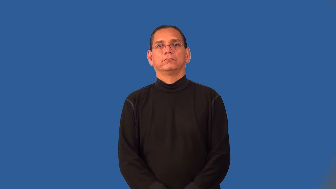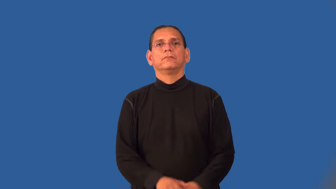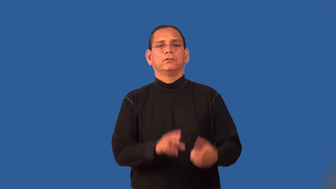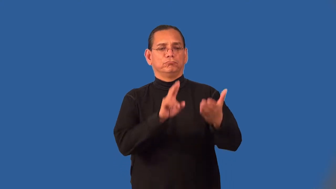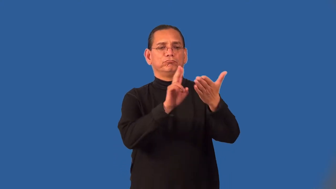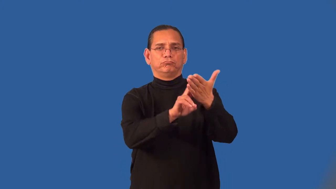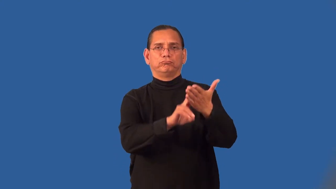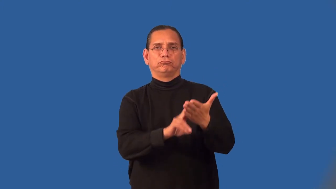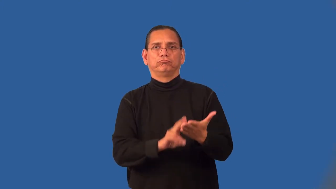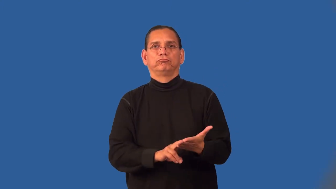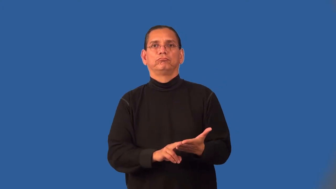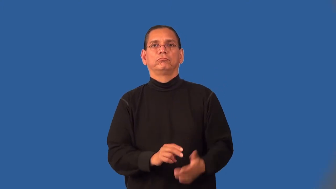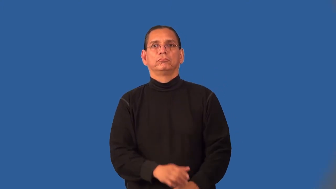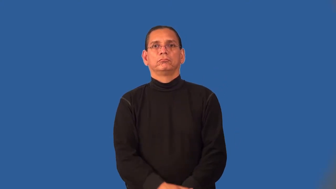petition